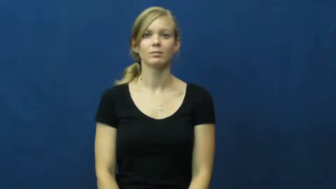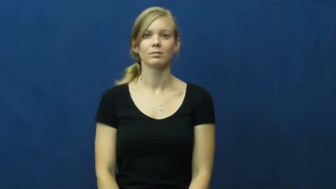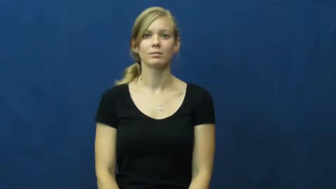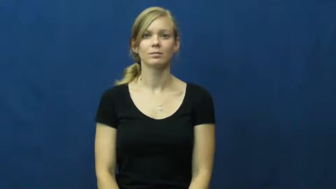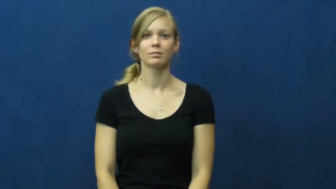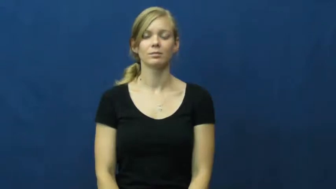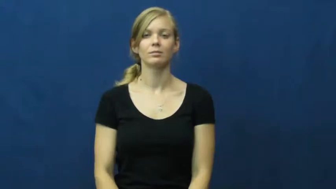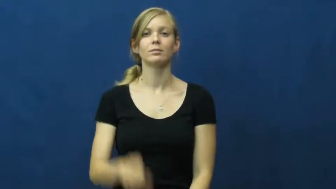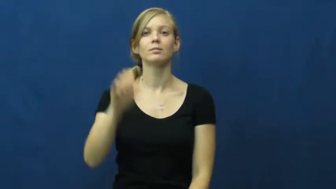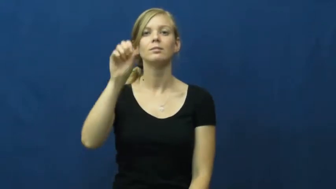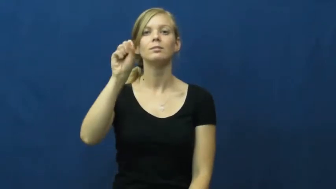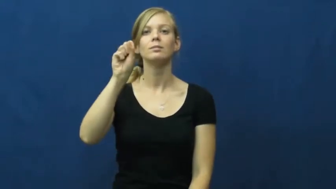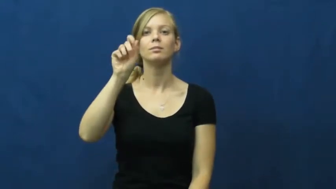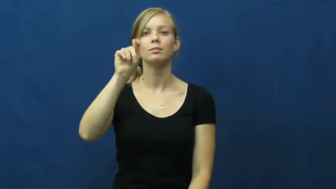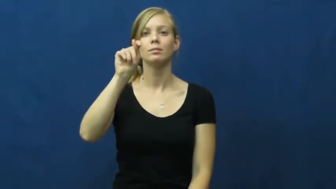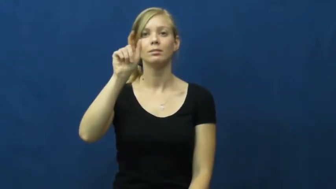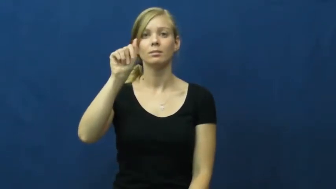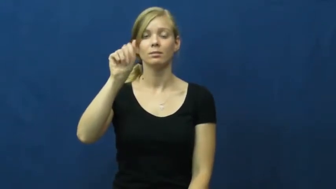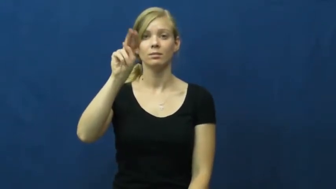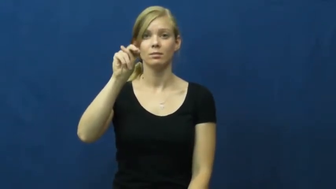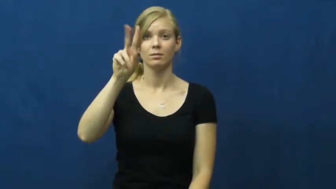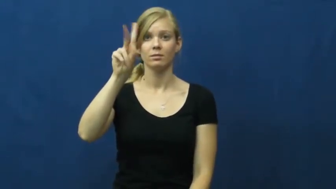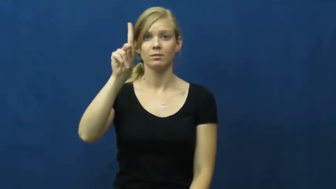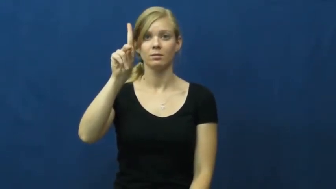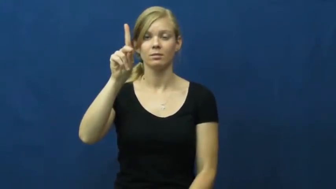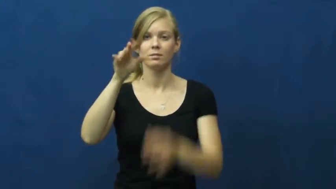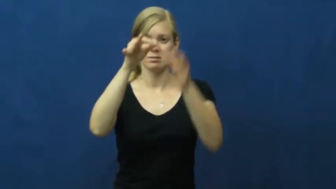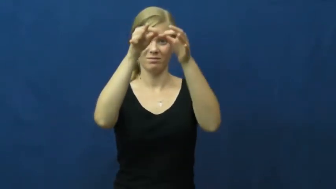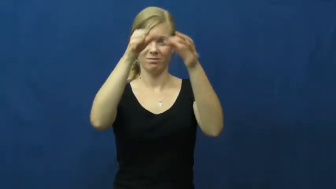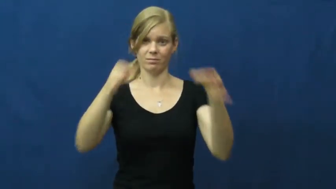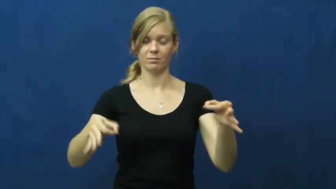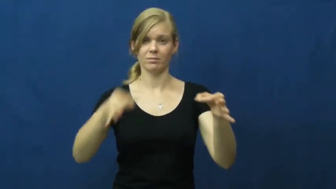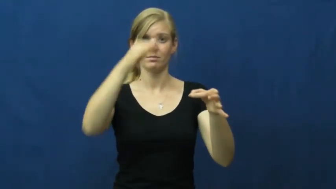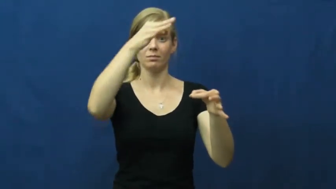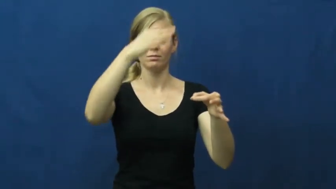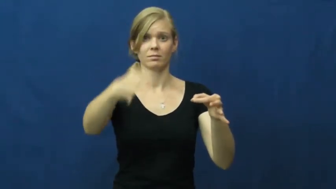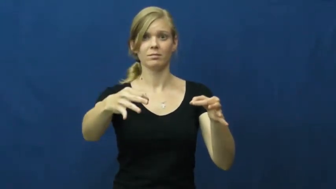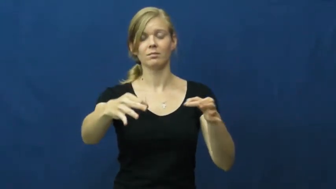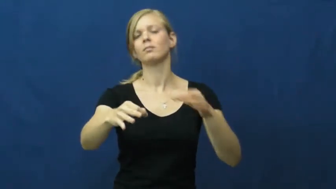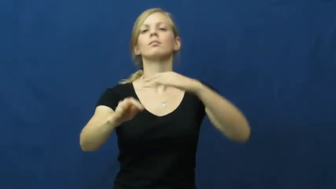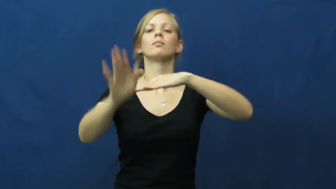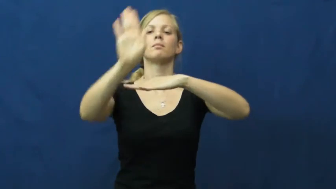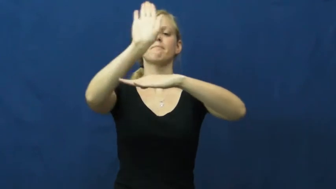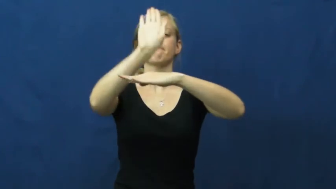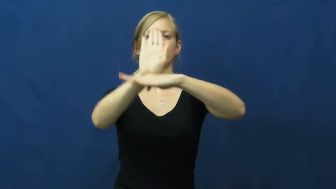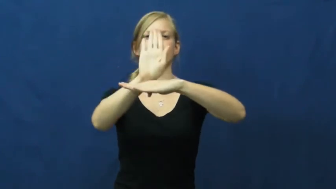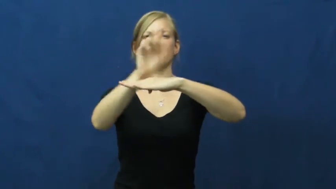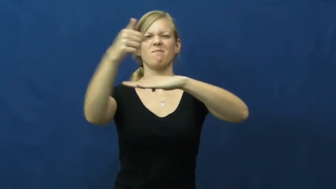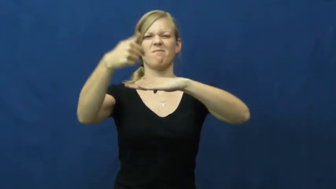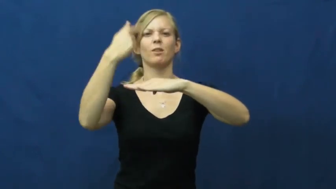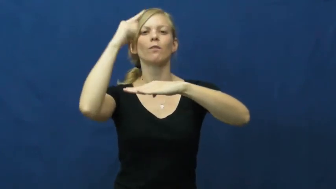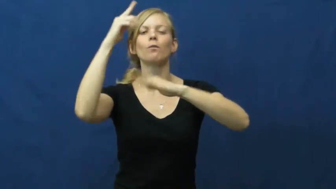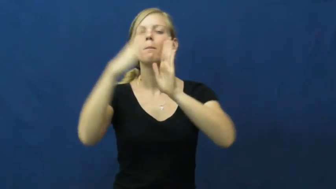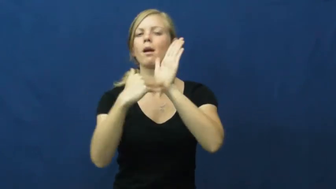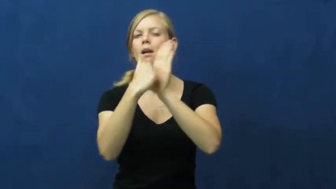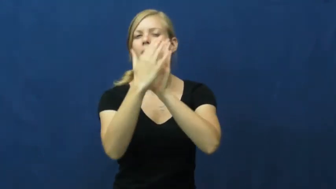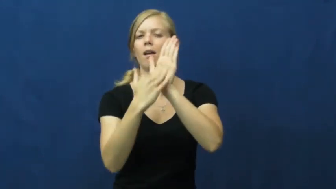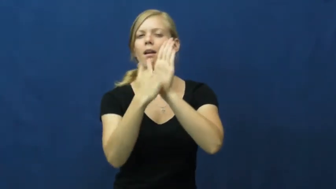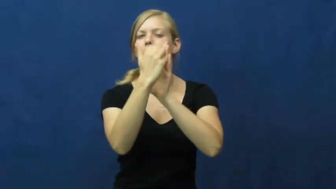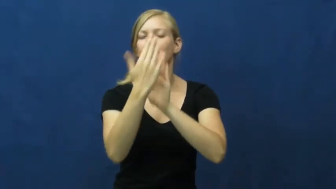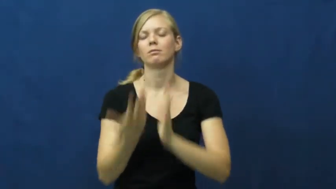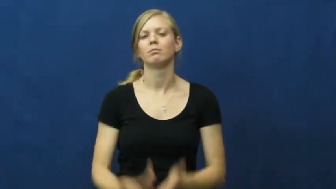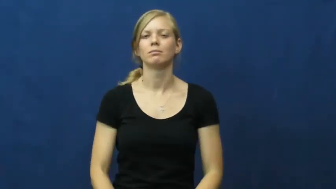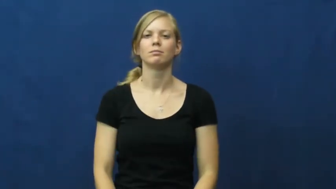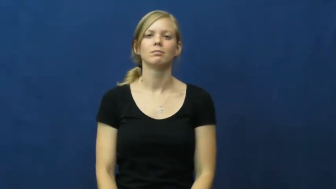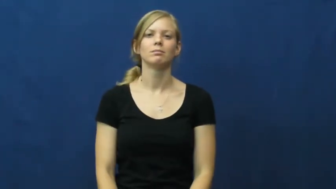stand-easel